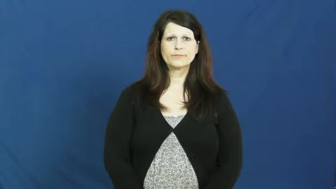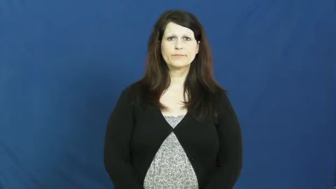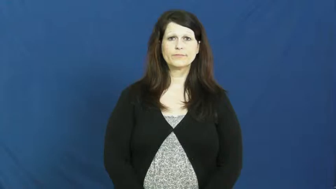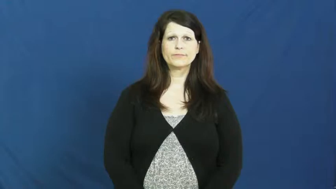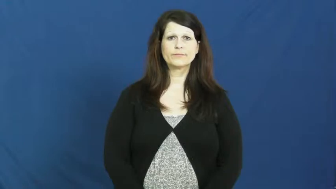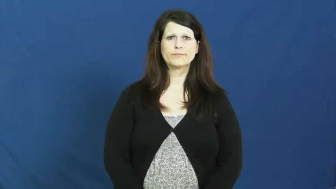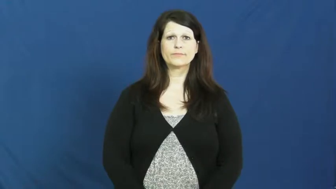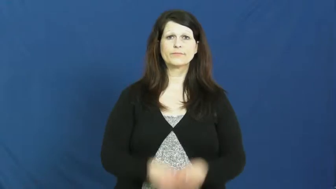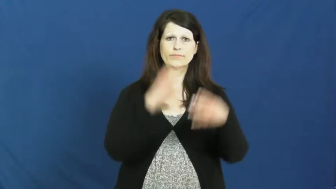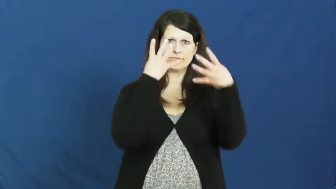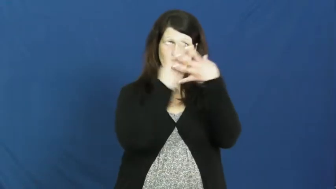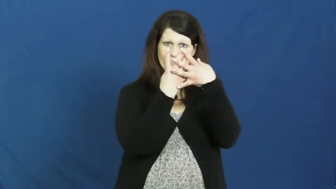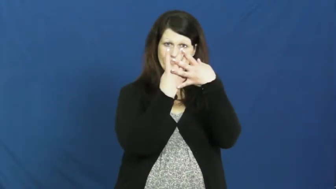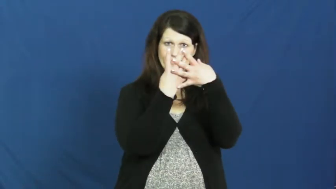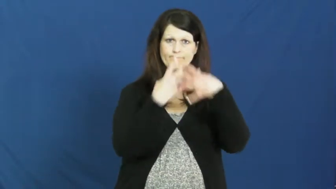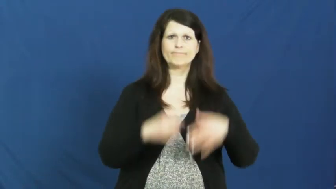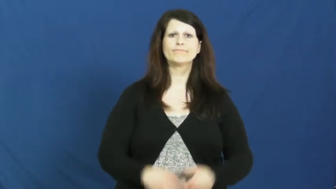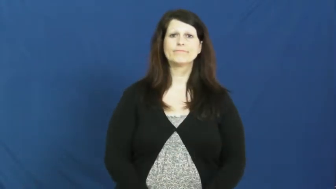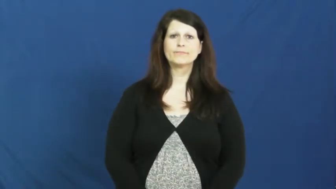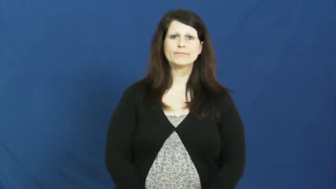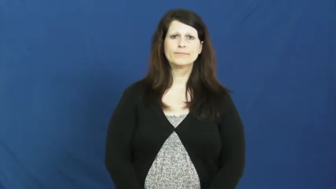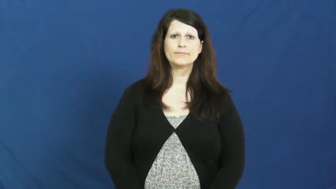penitentiary